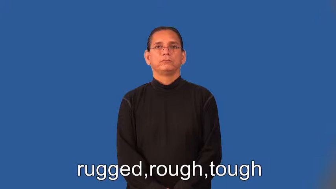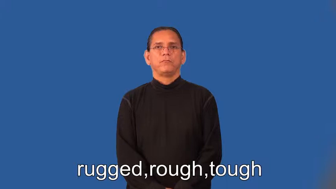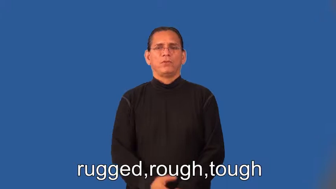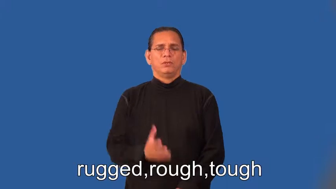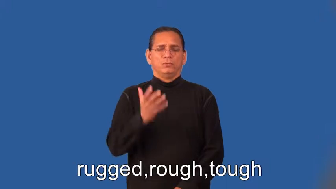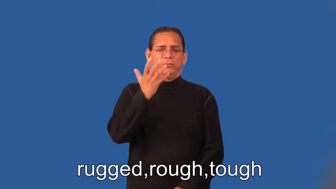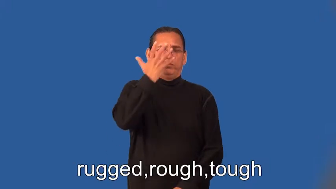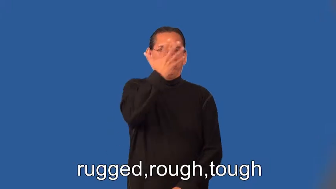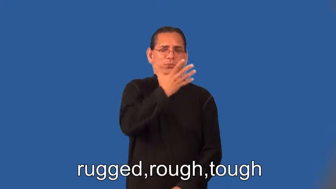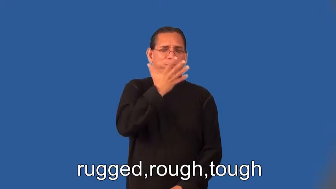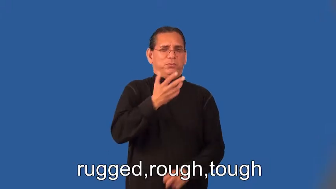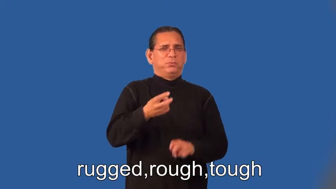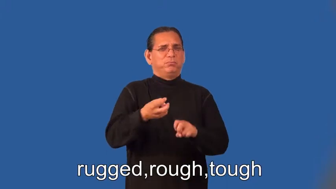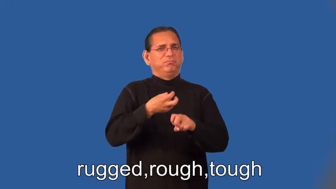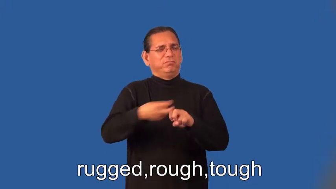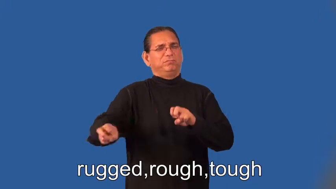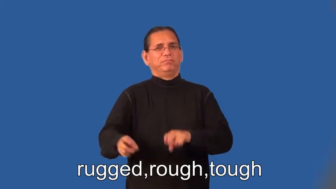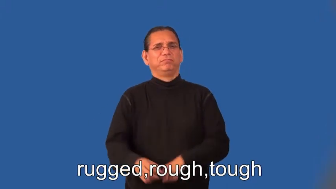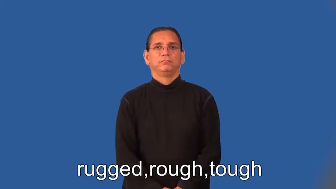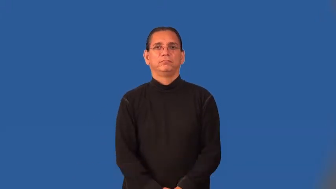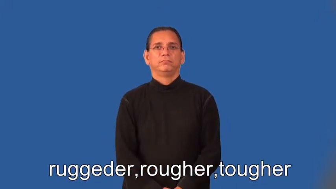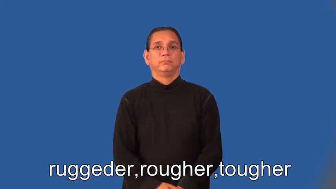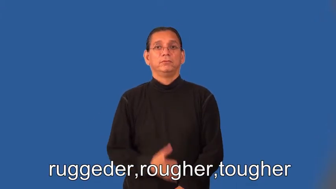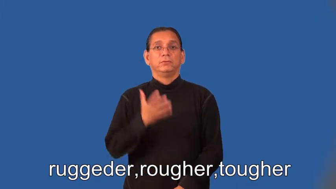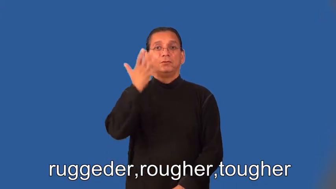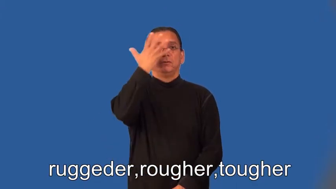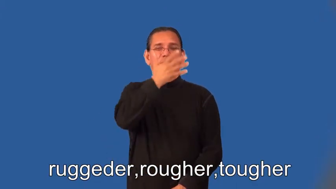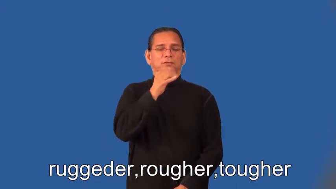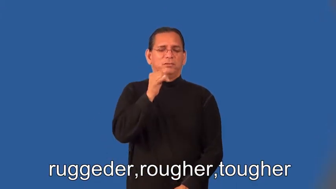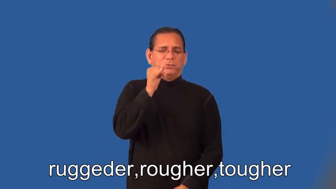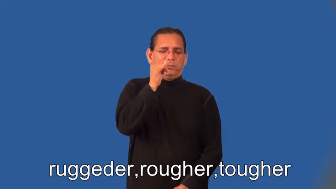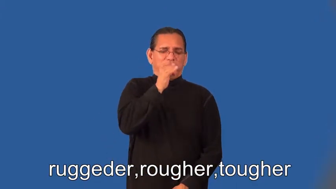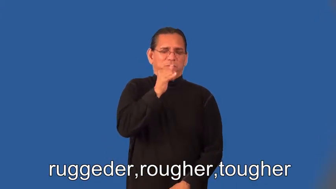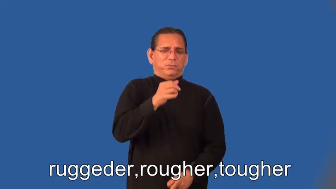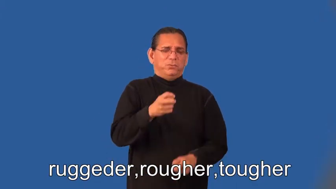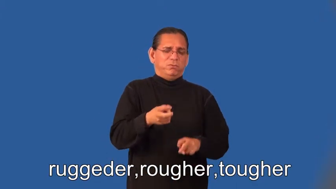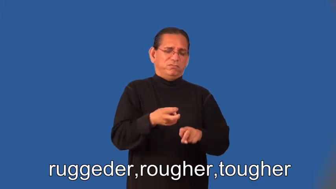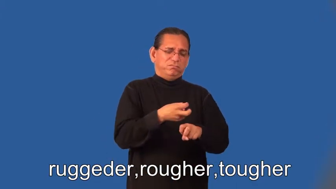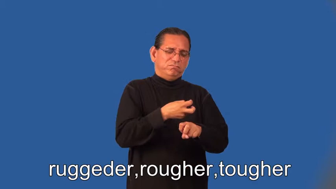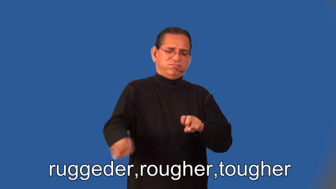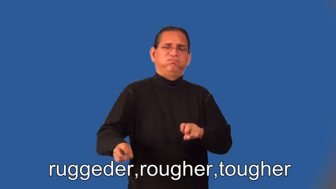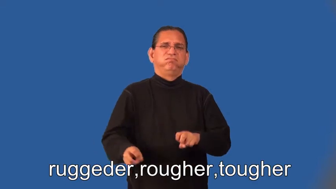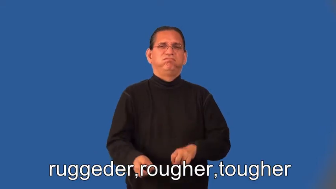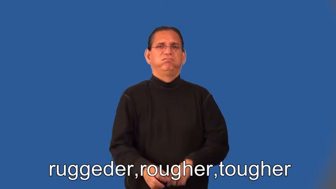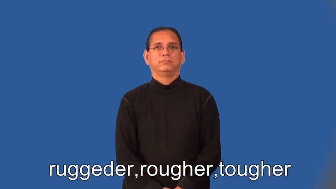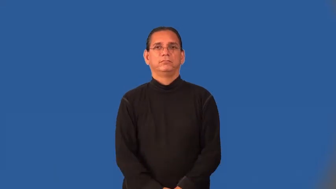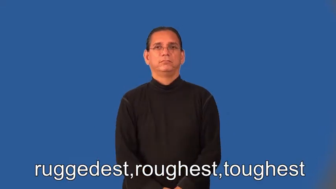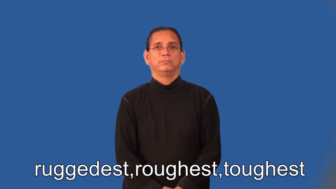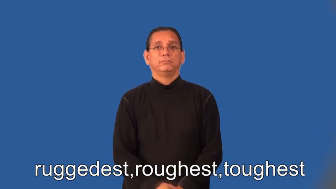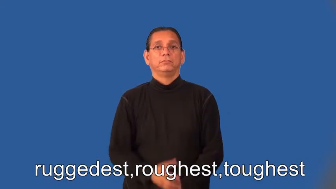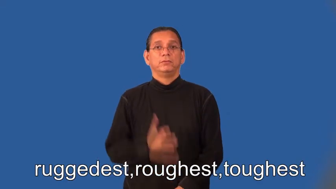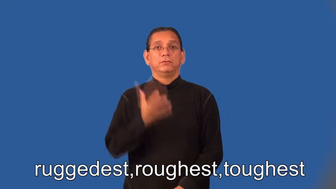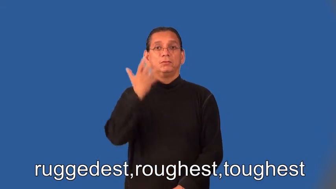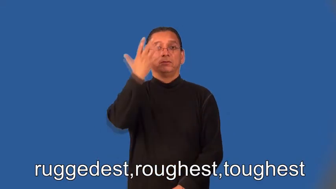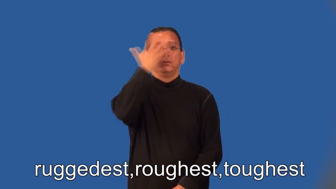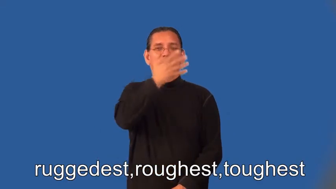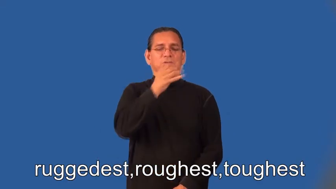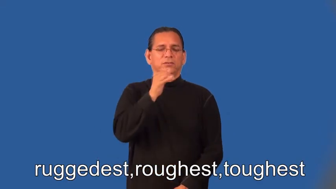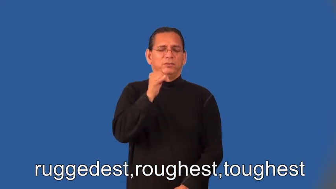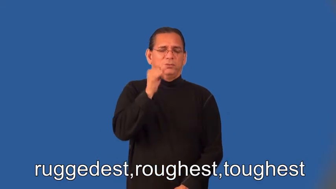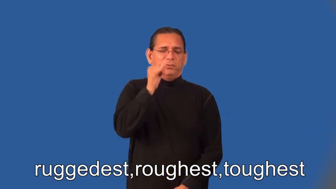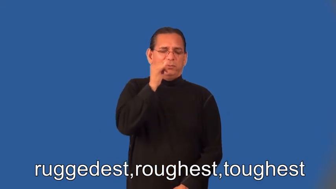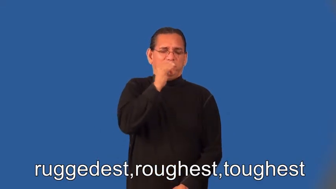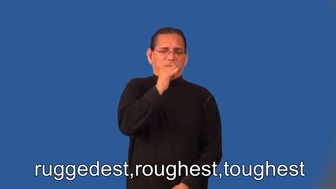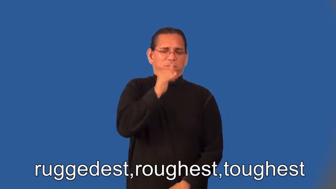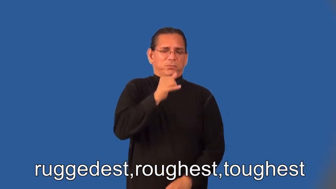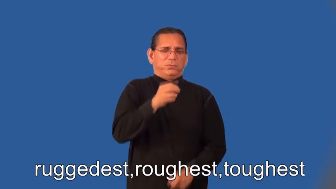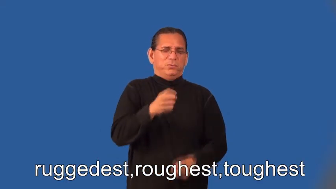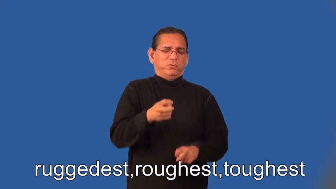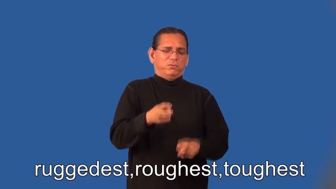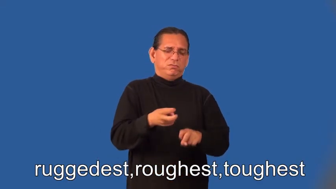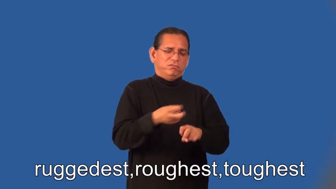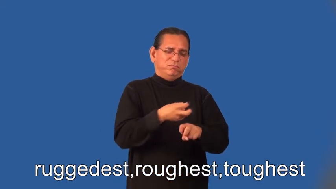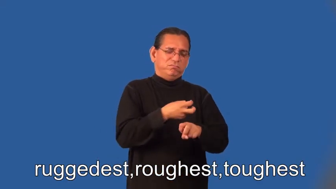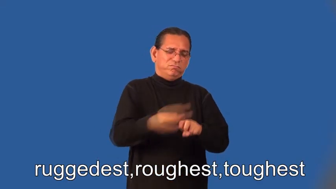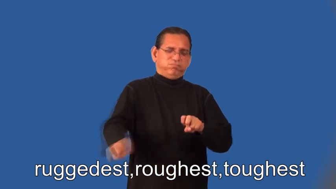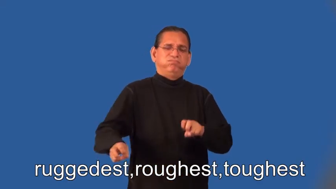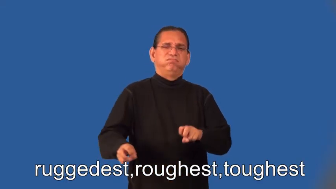ruggeder,rougher,tougher,ruggedest,roughest,toughest